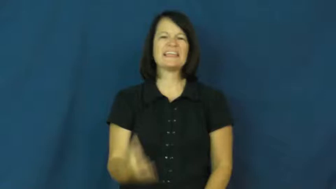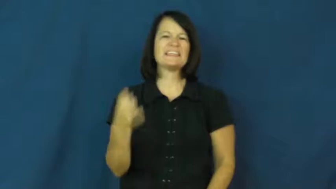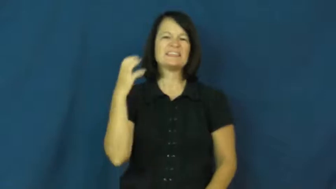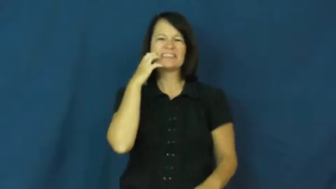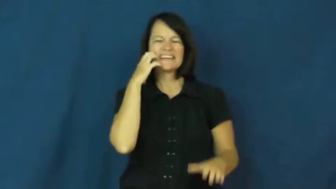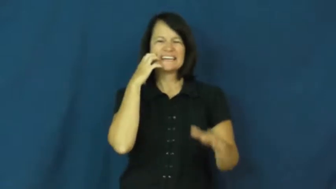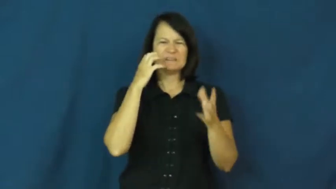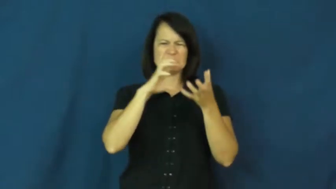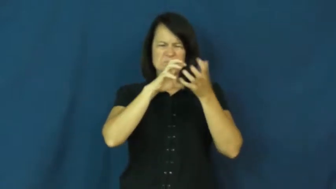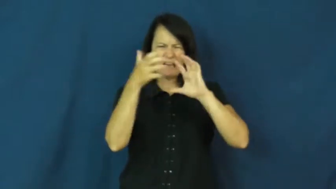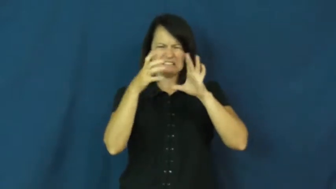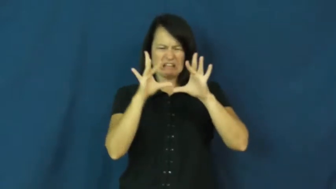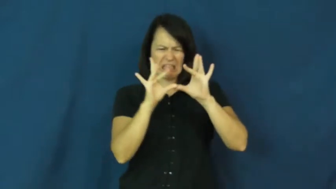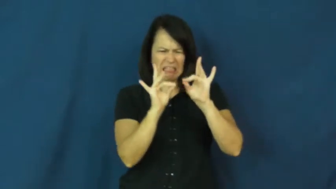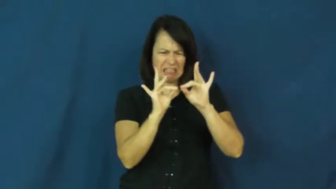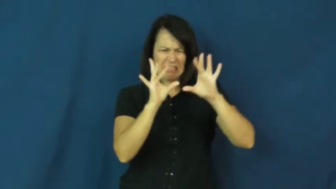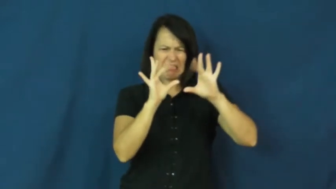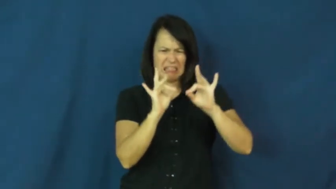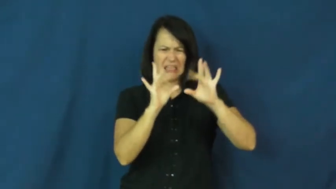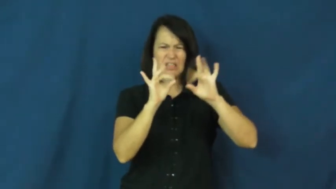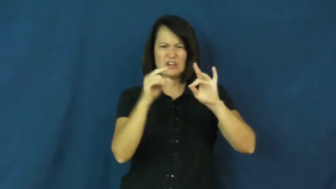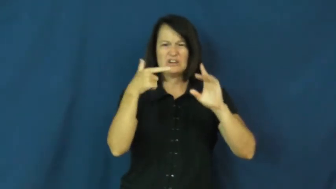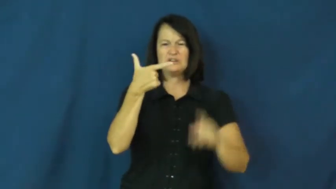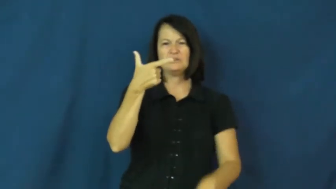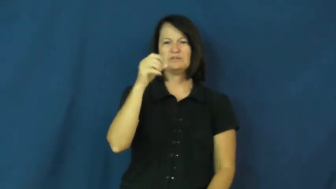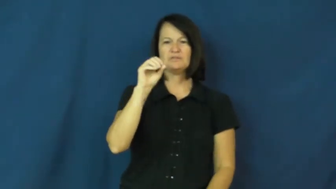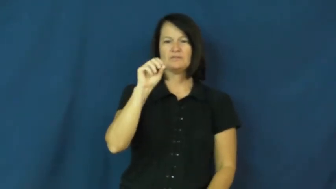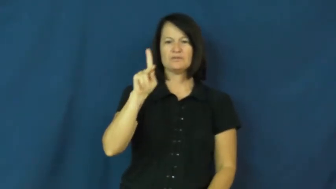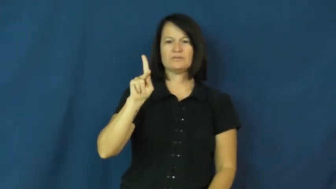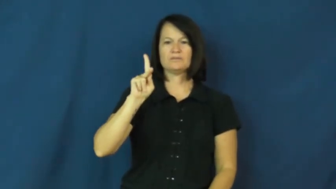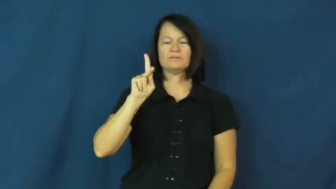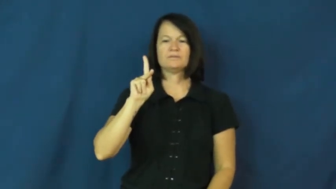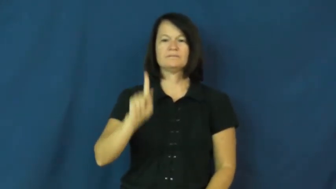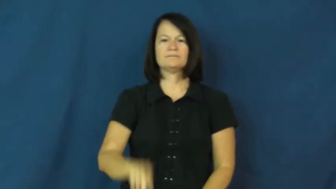gook